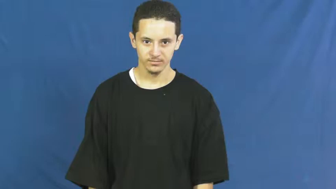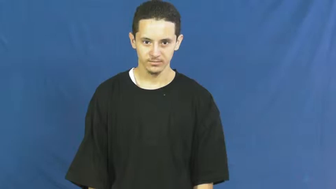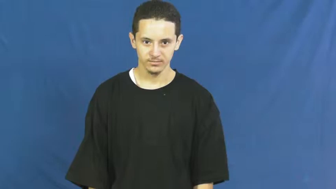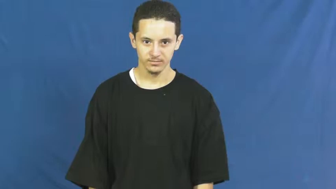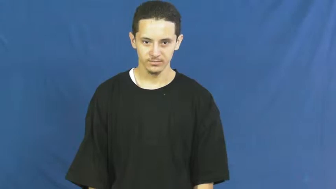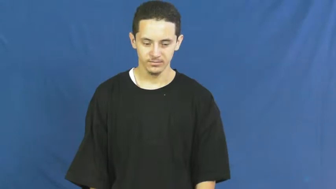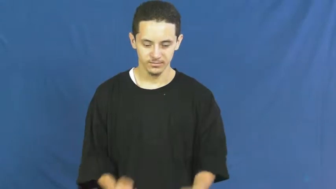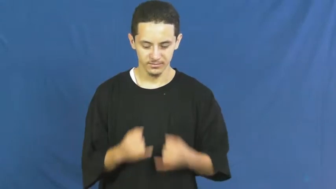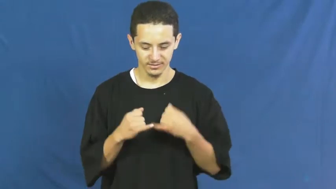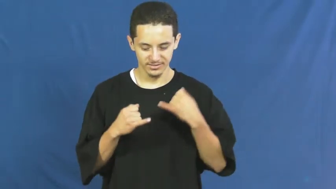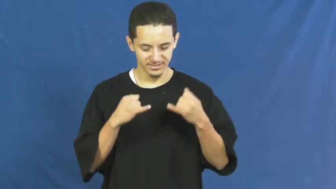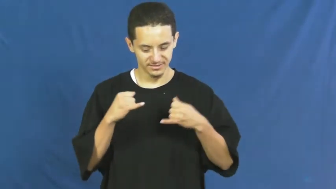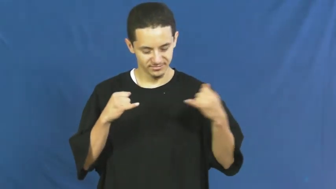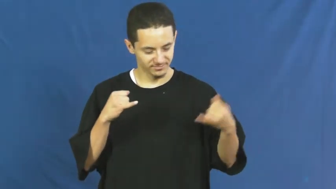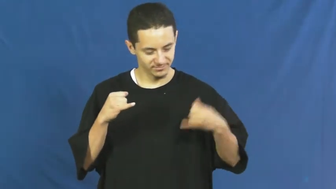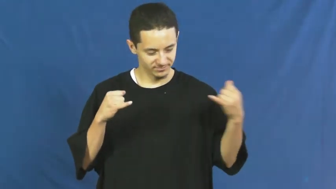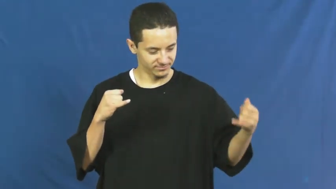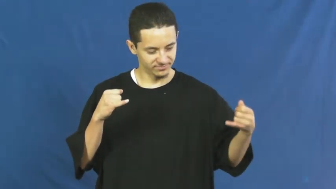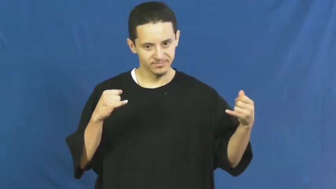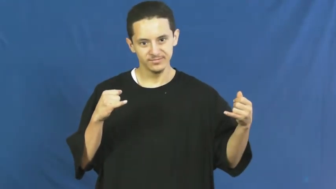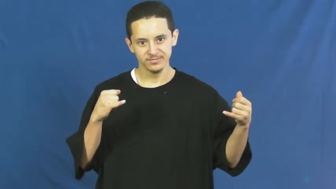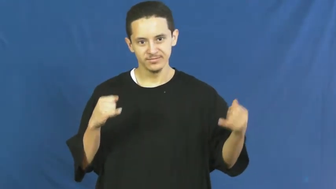thread